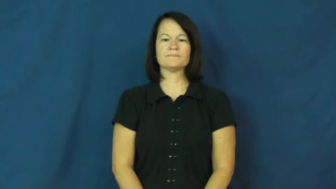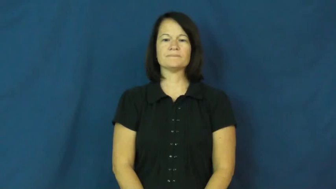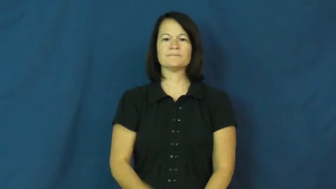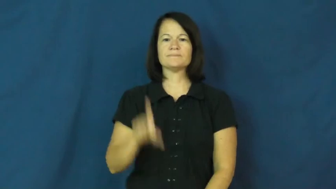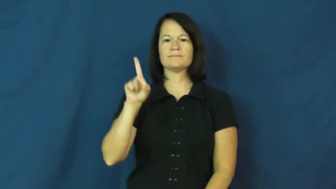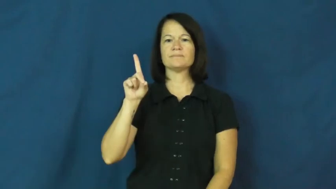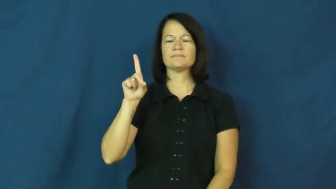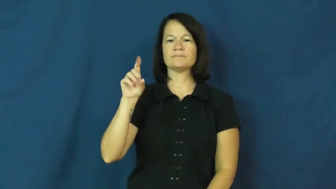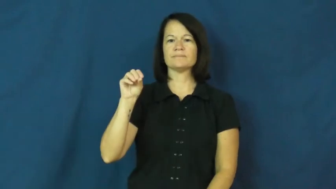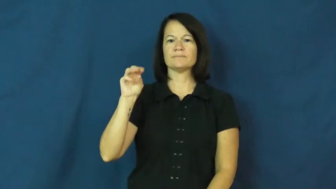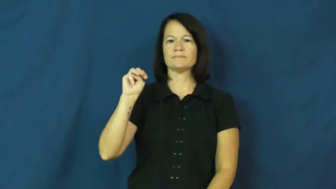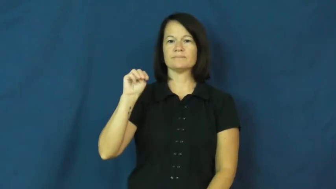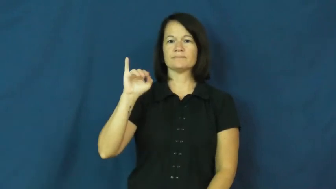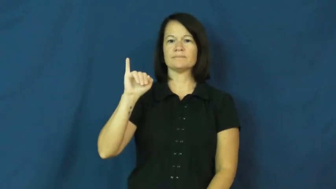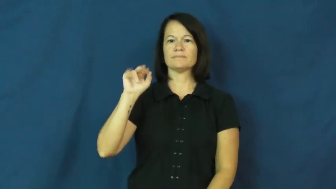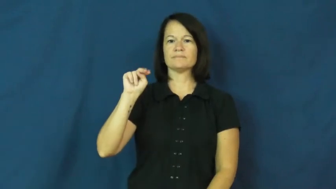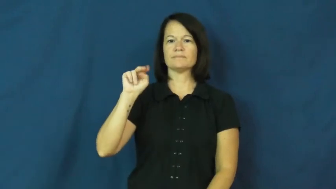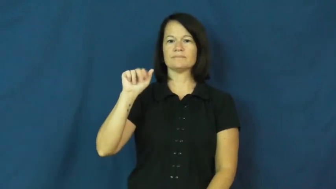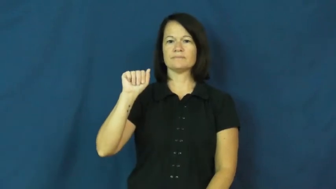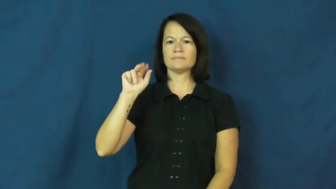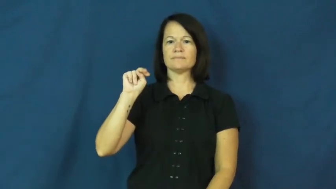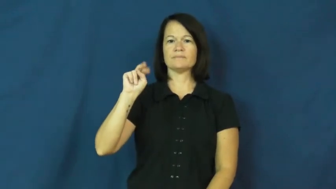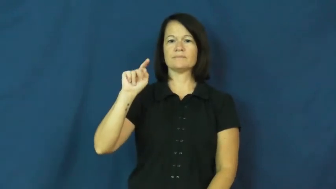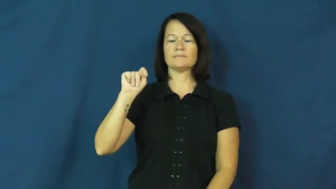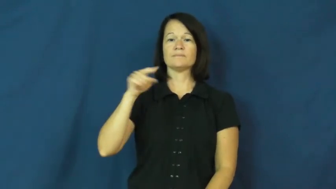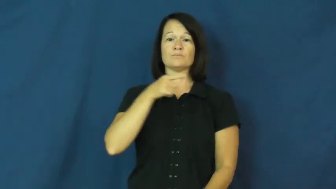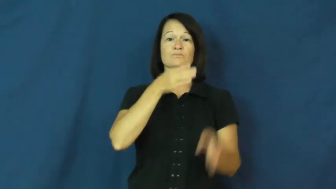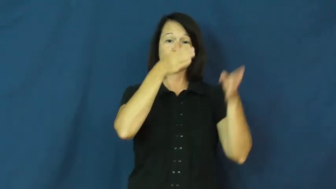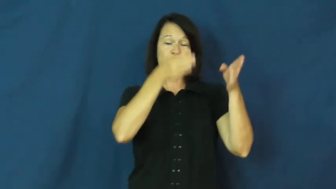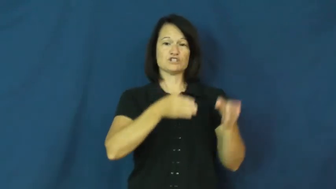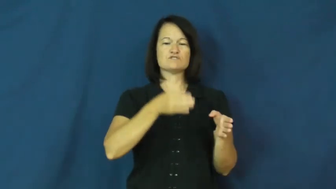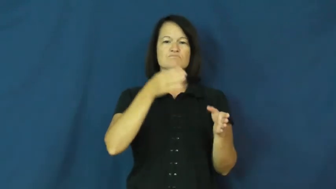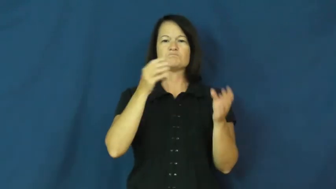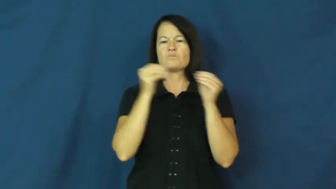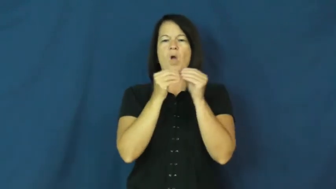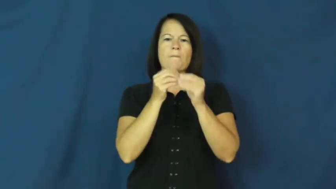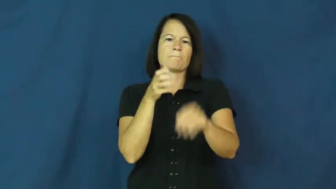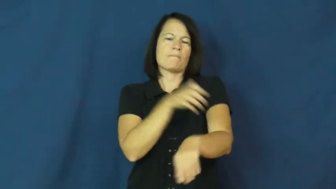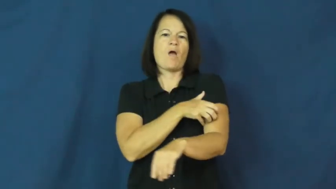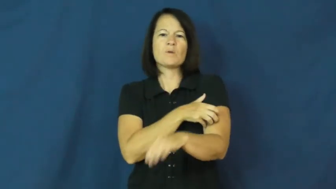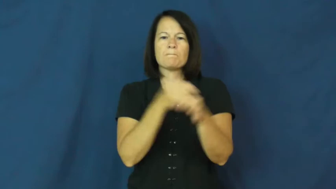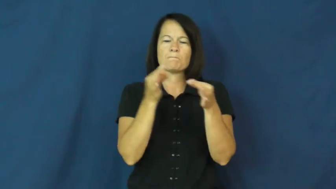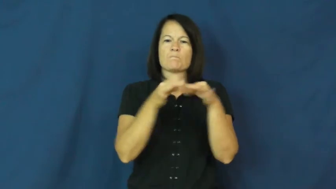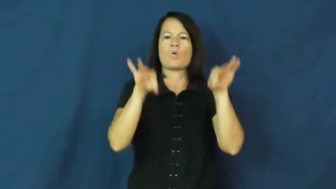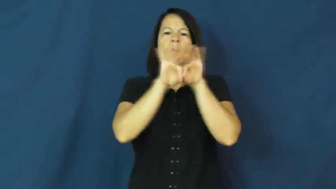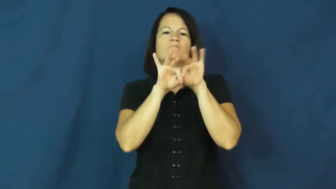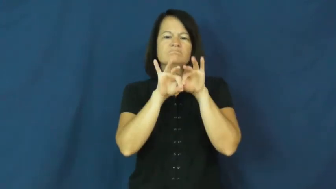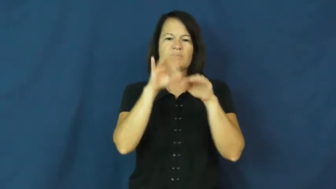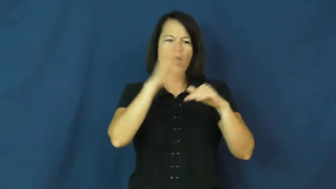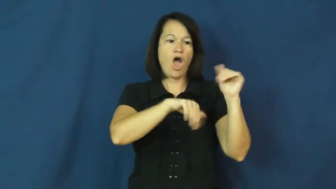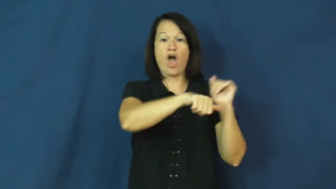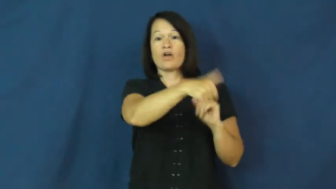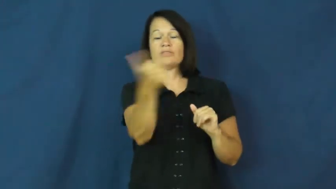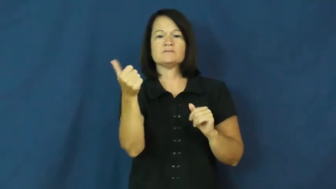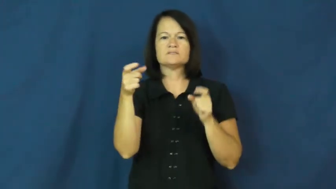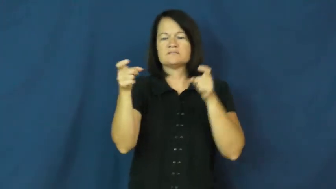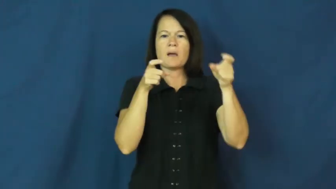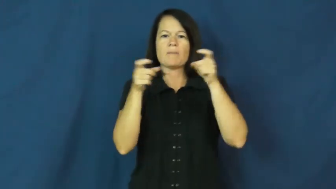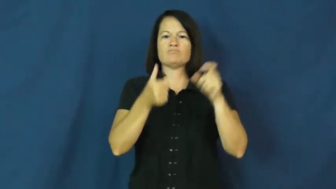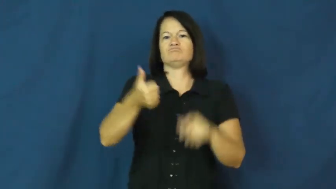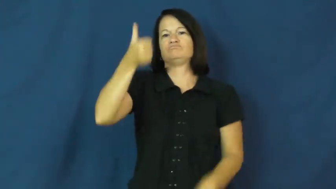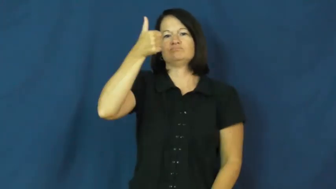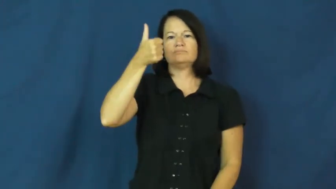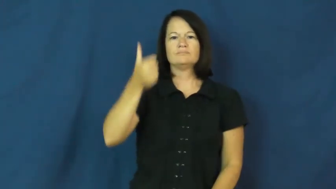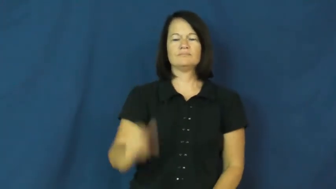dominant